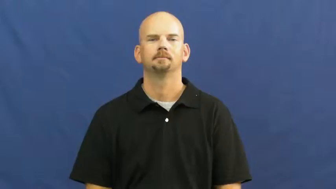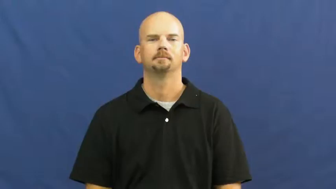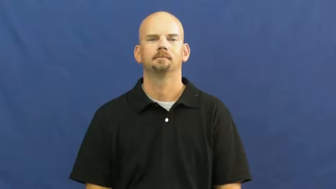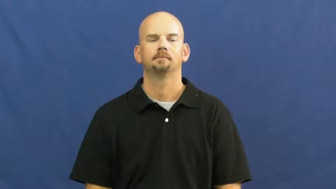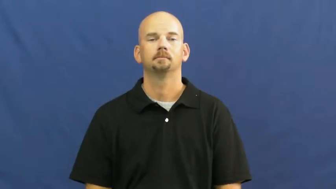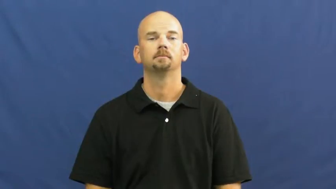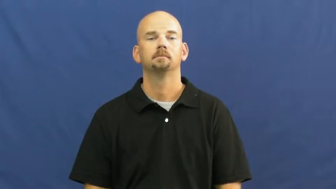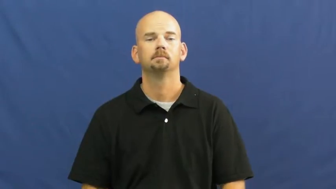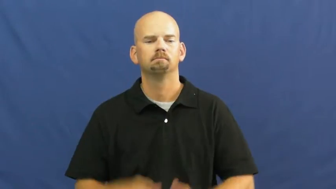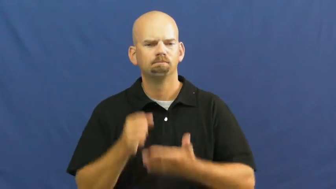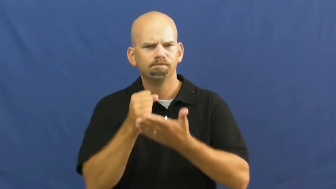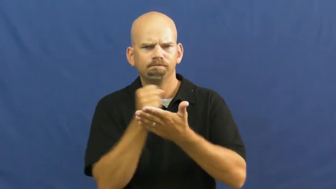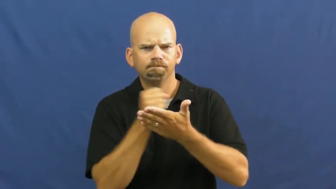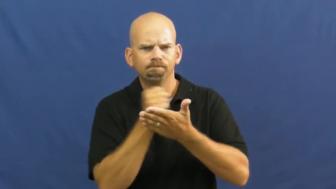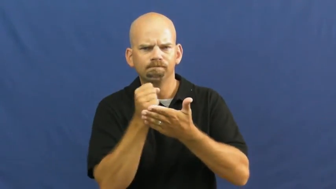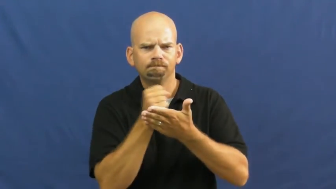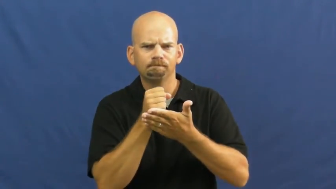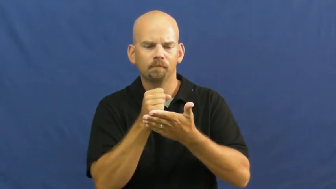erase,rub out-pencil